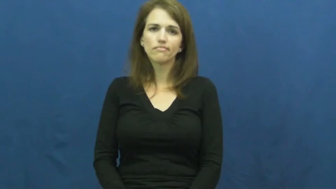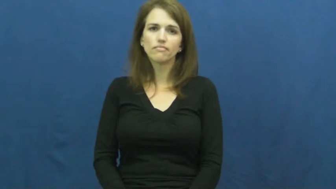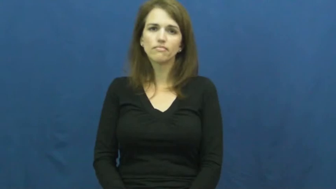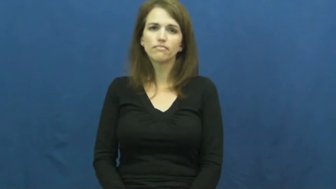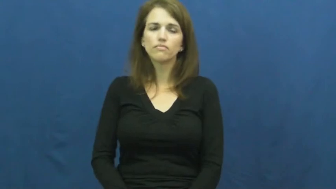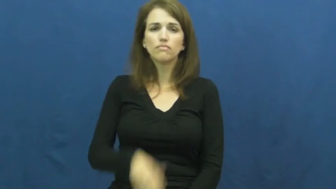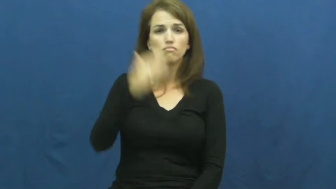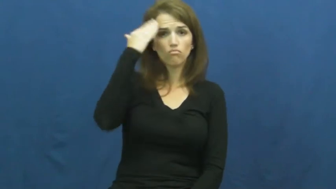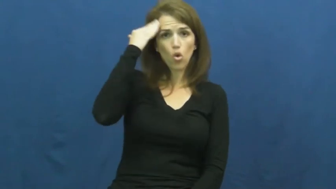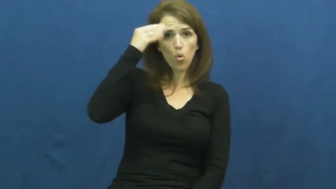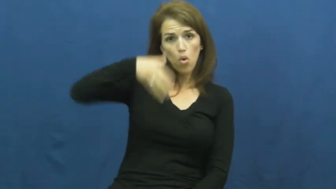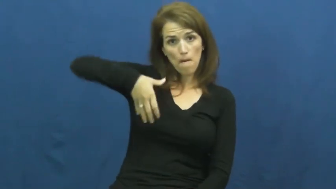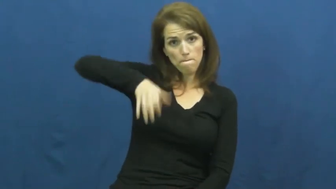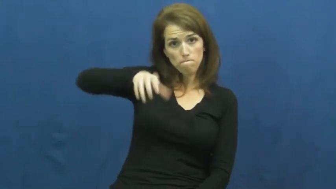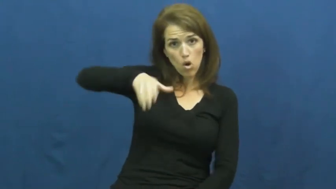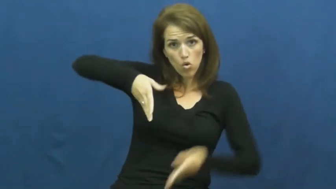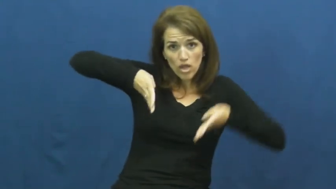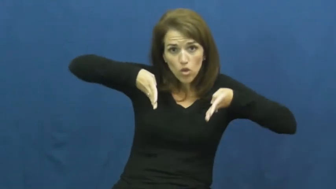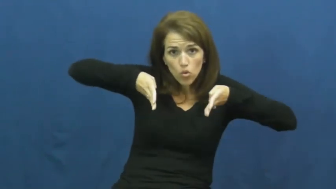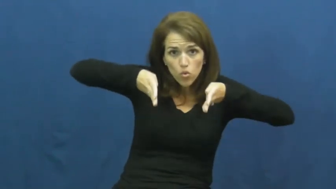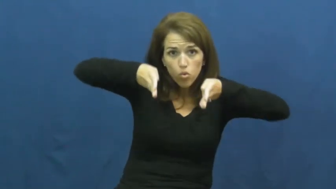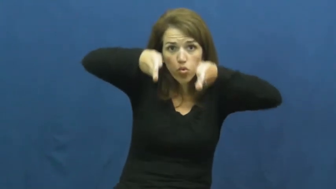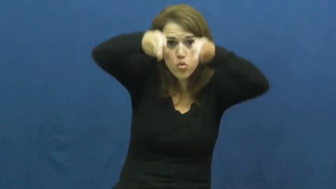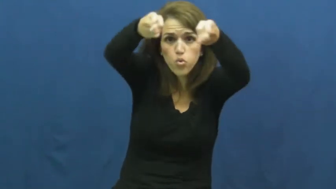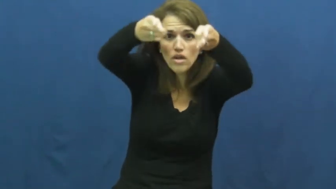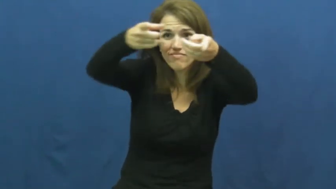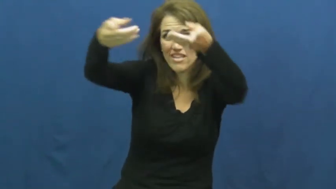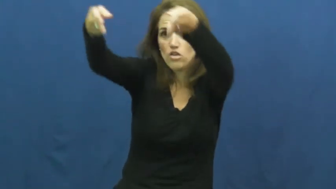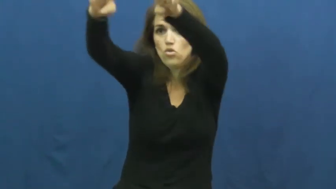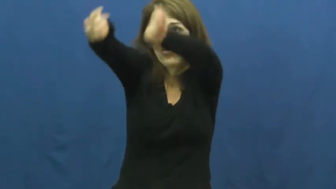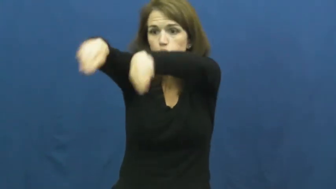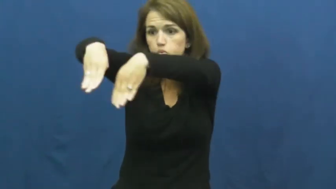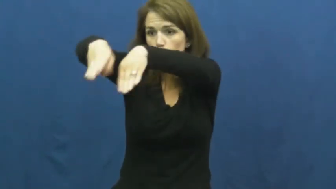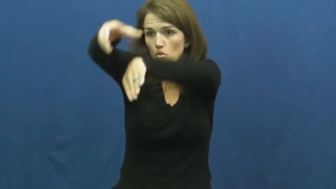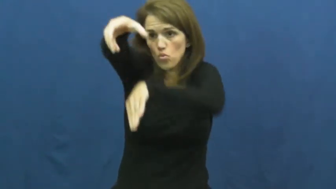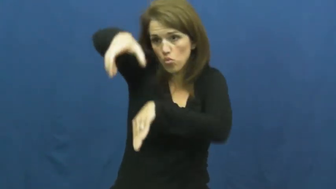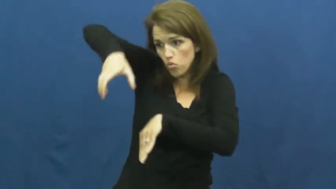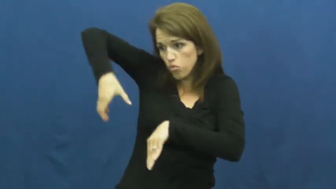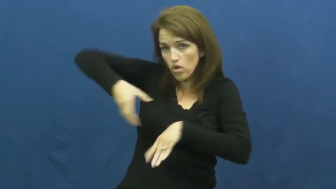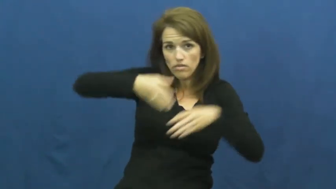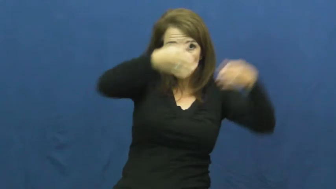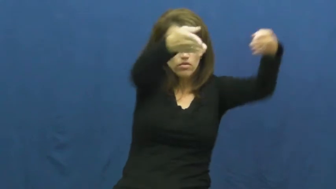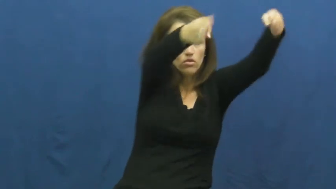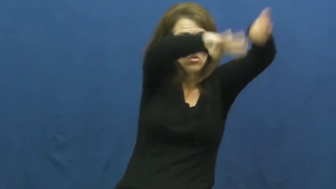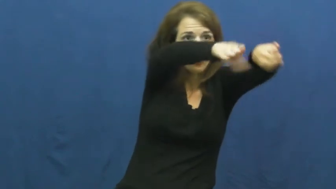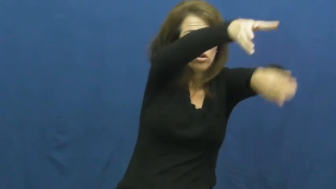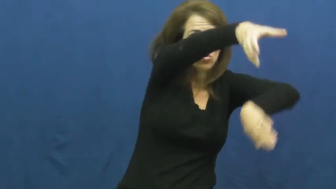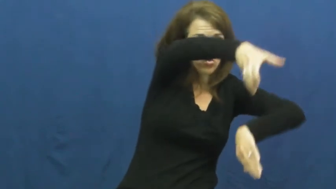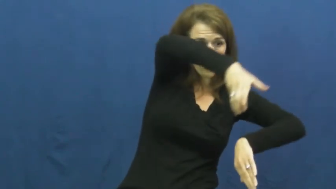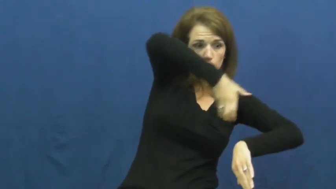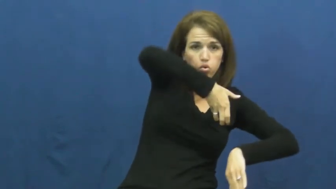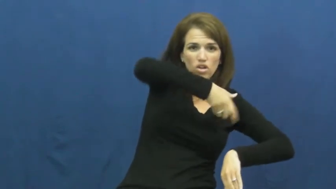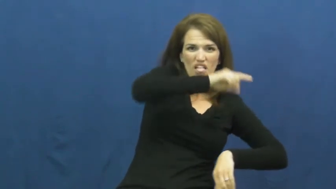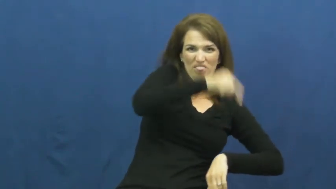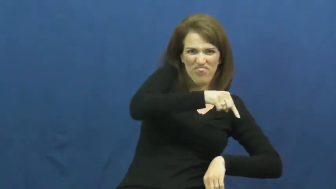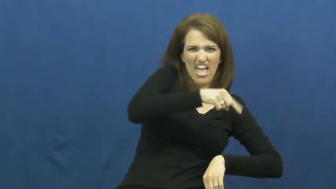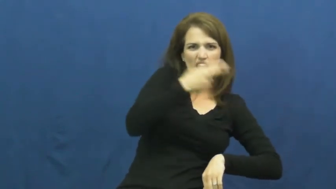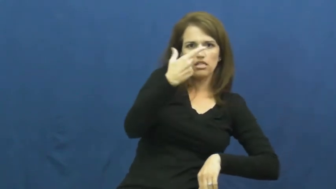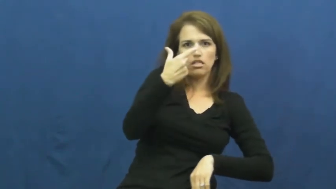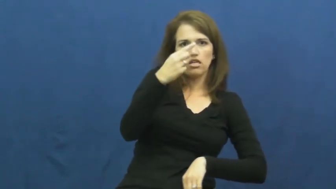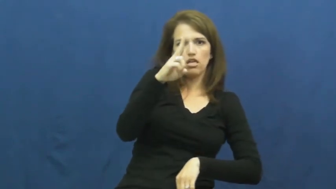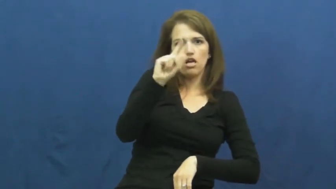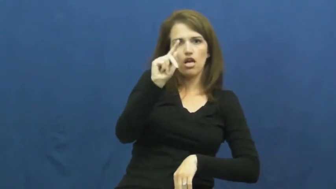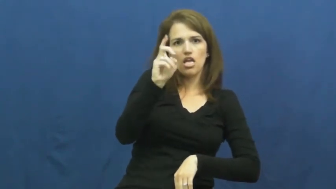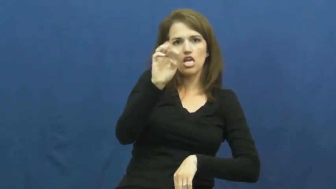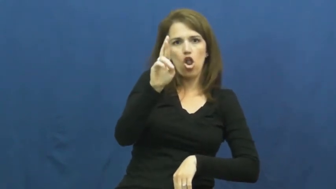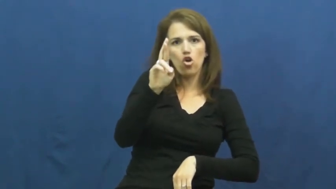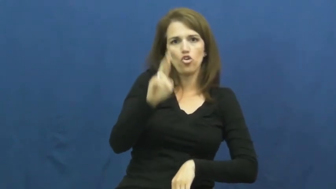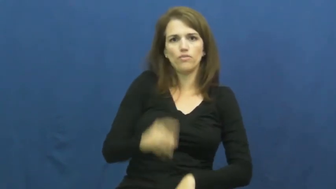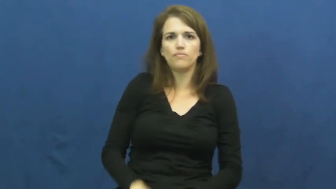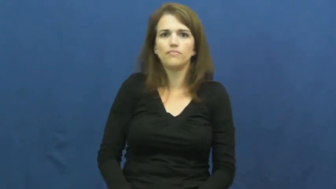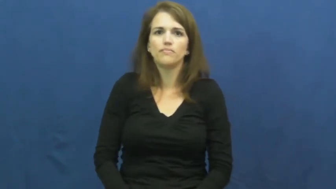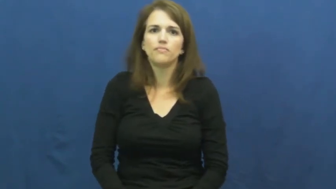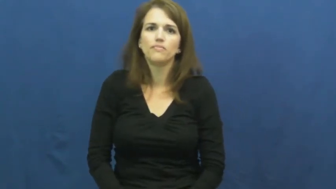gutter-bowling